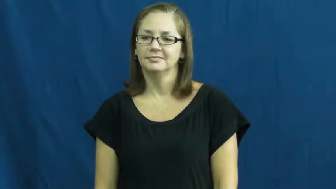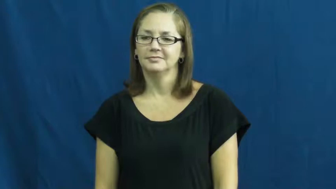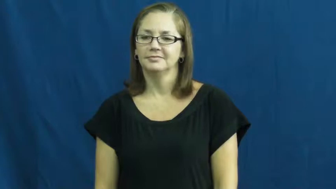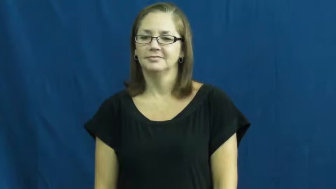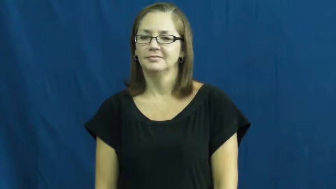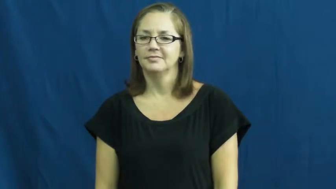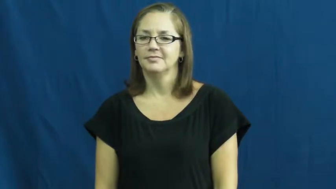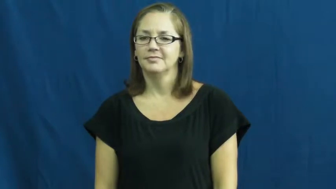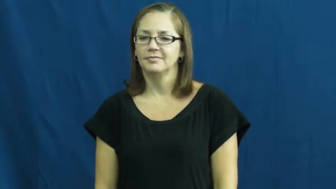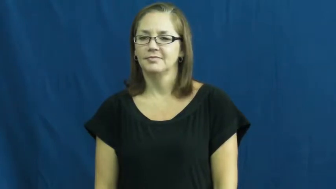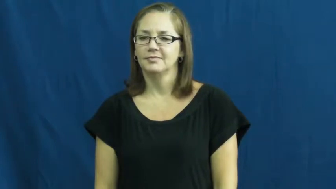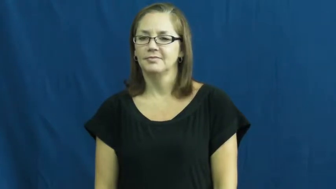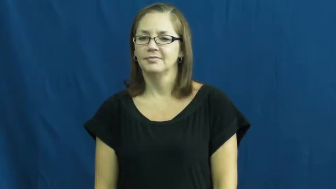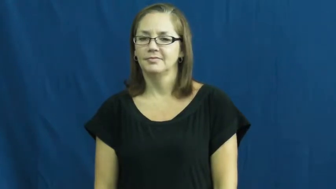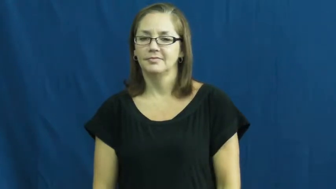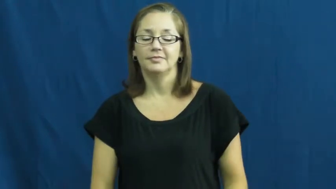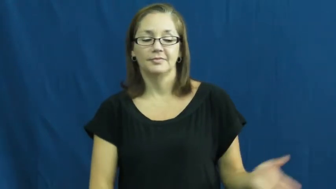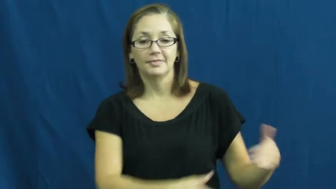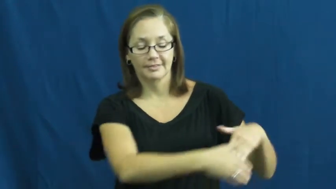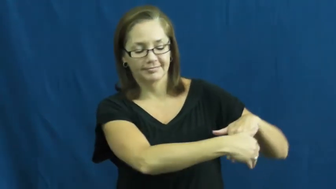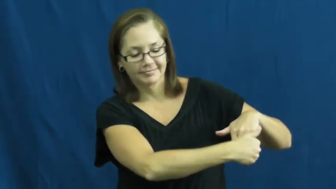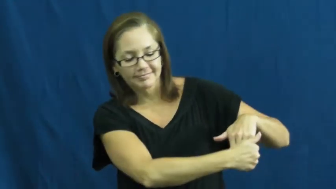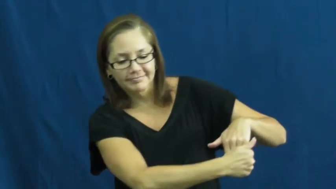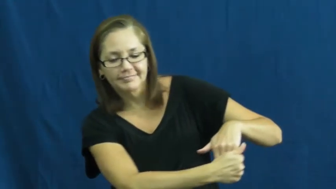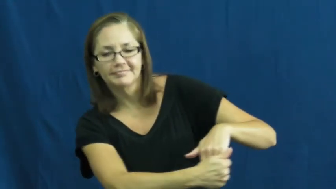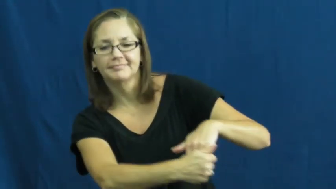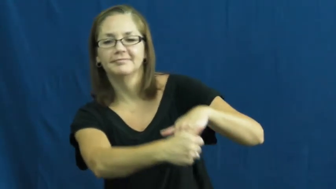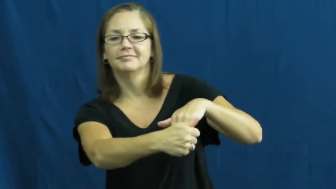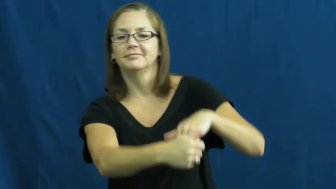take by the hand